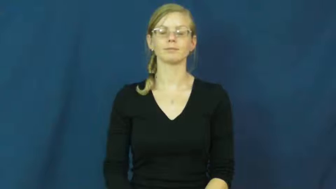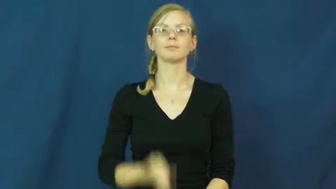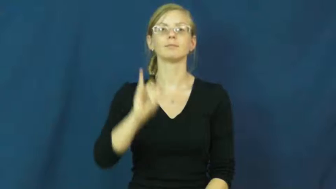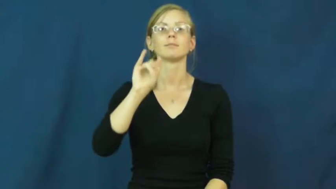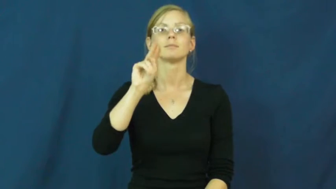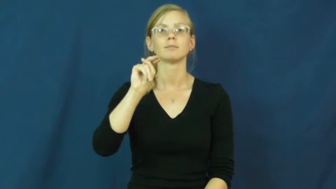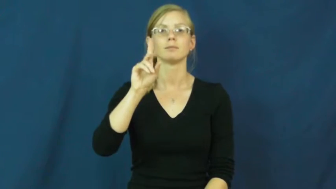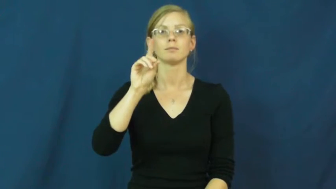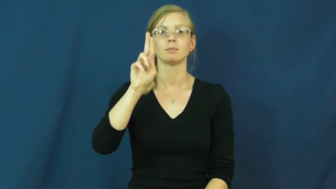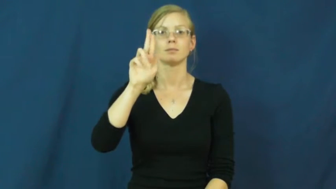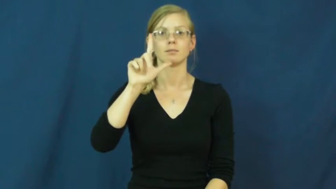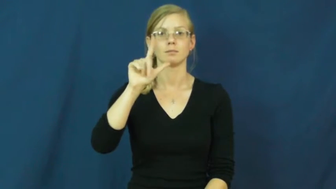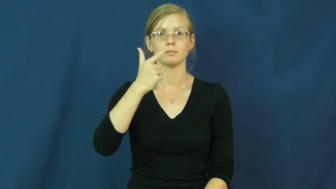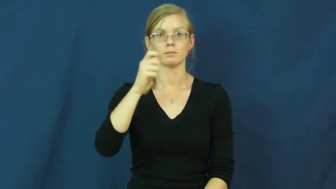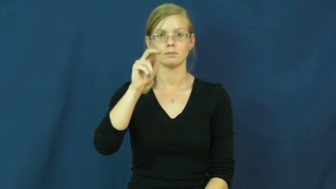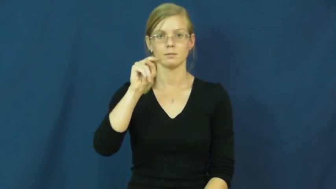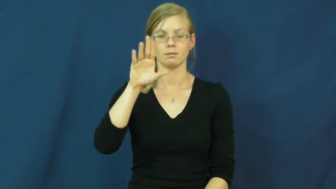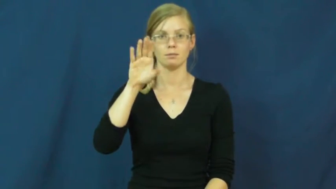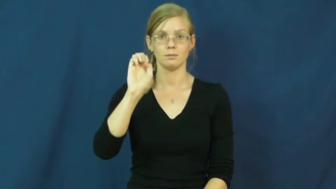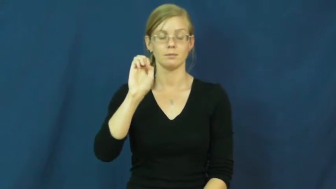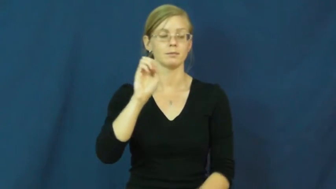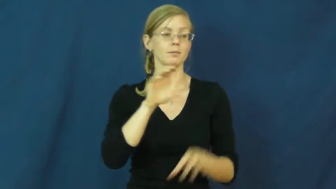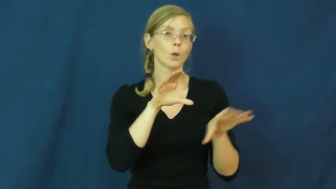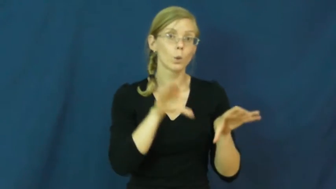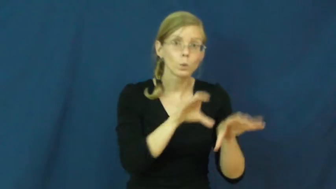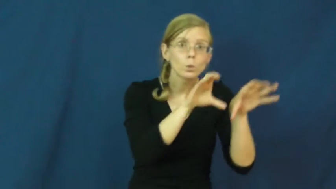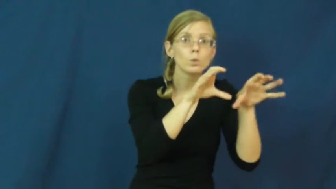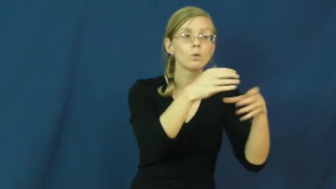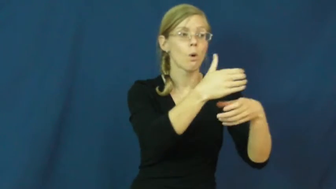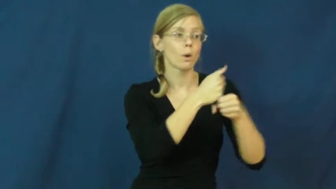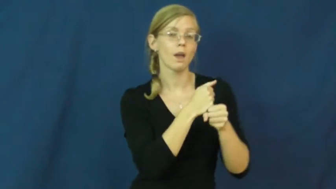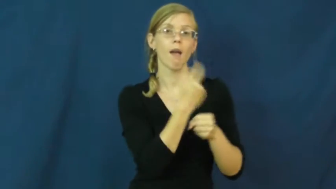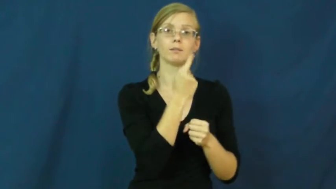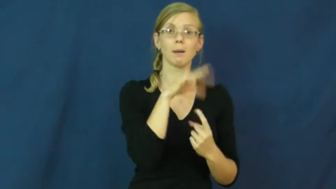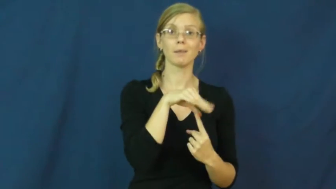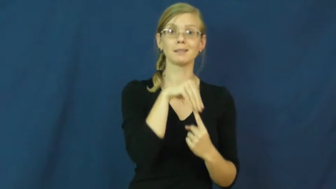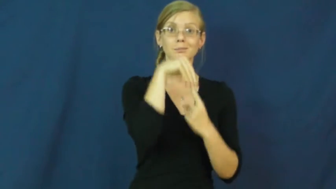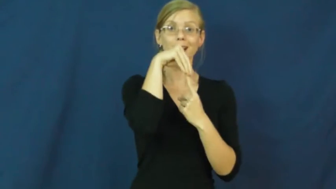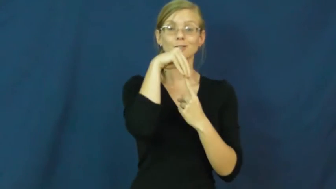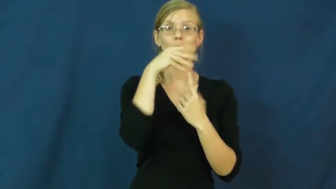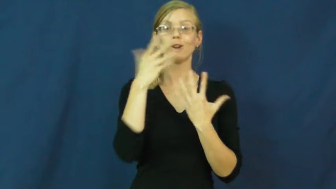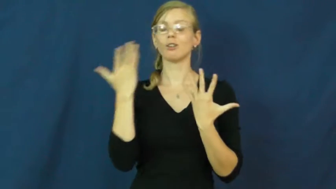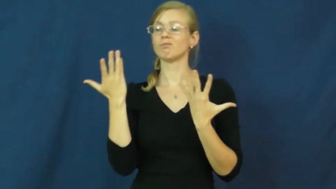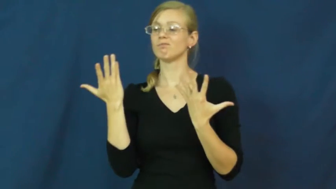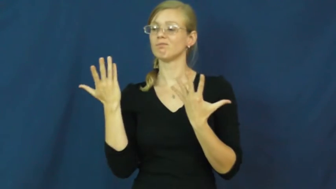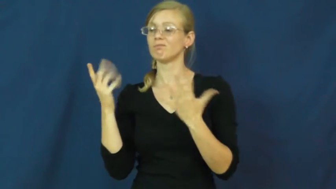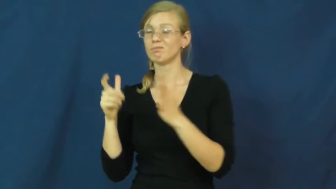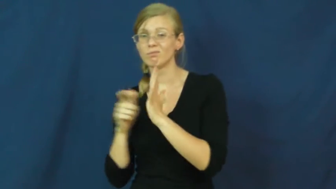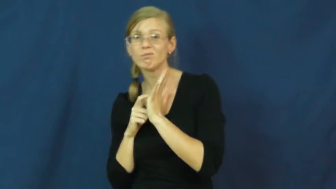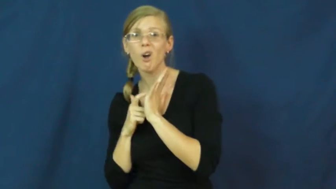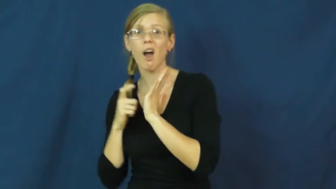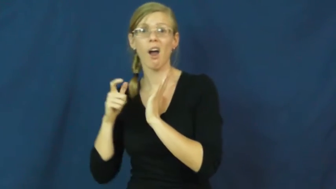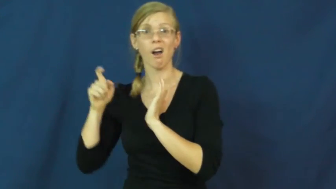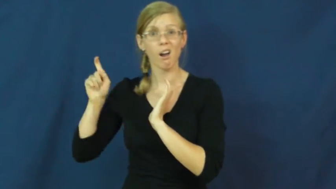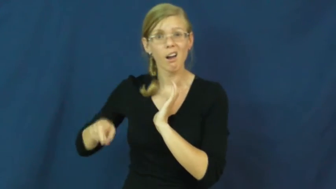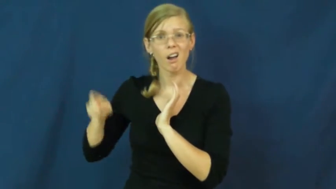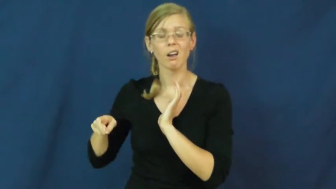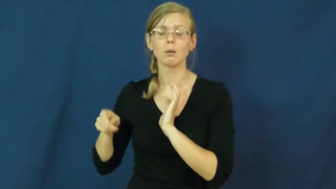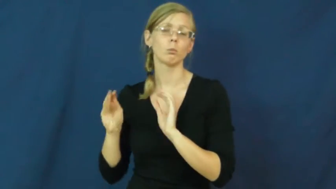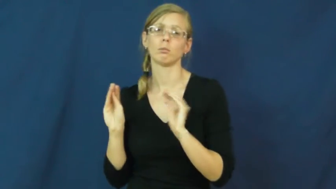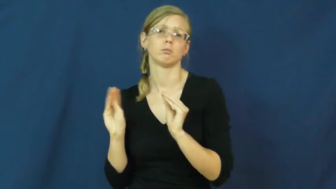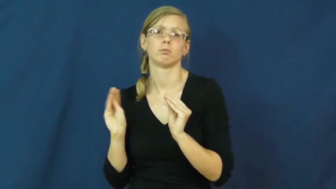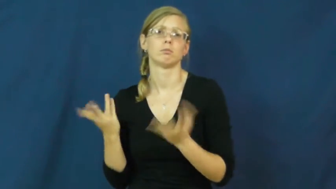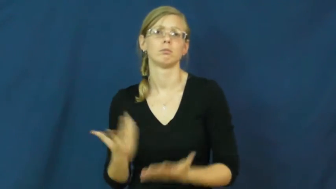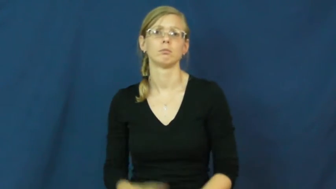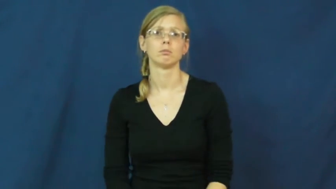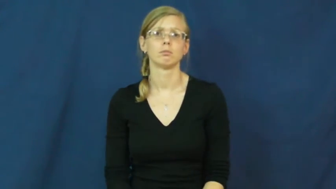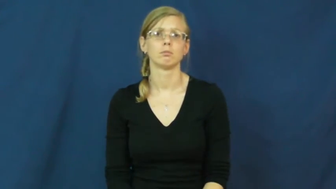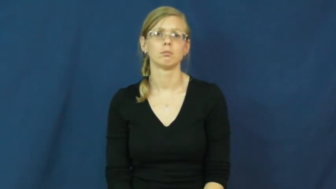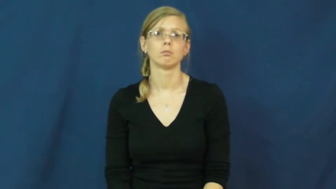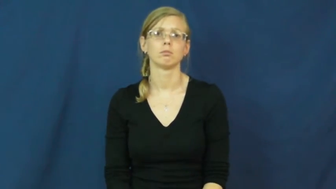indulgence-extra